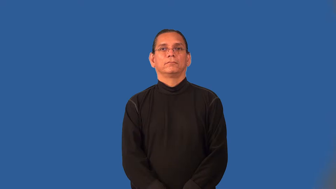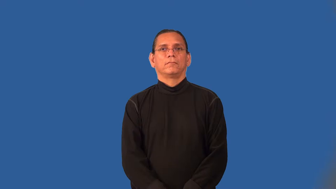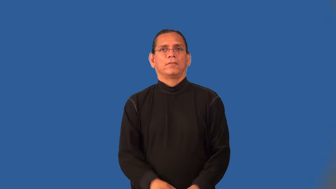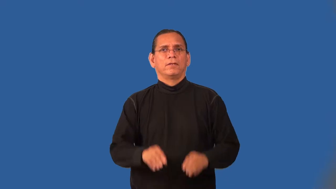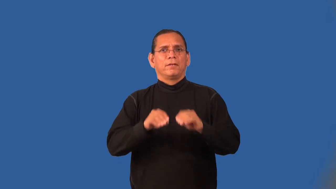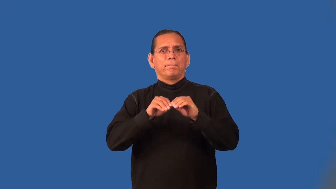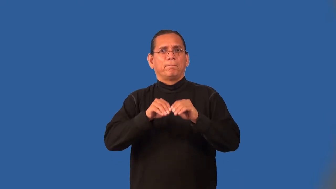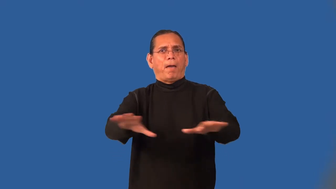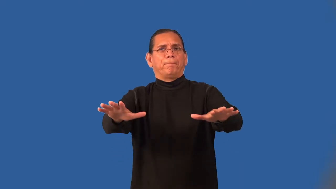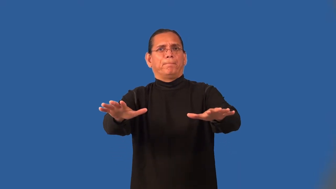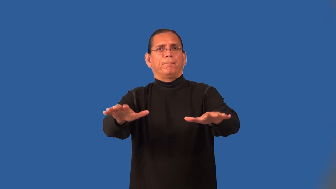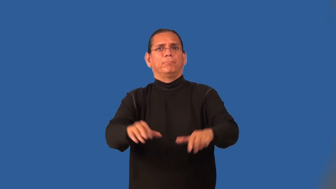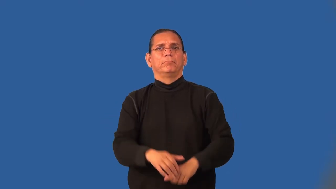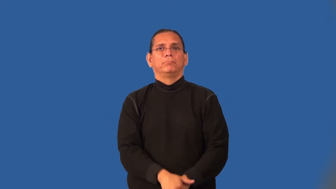outbreak